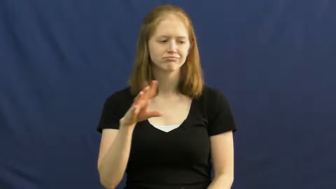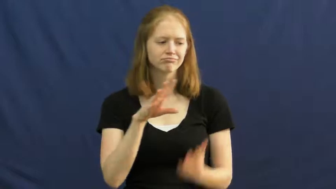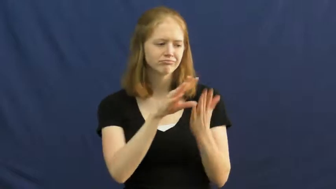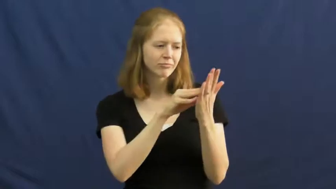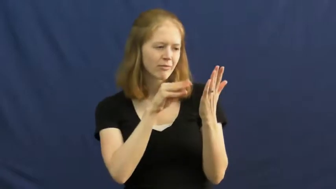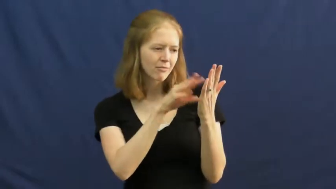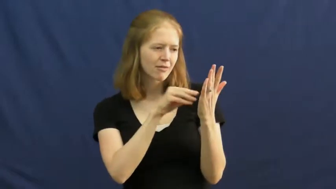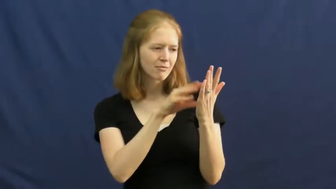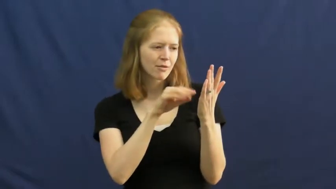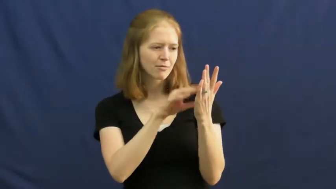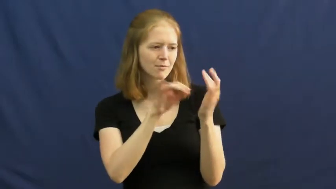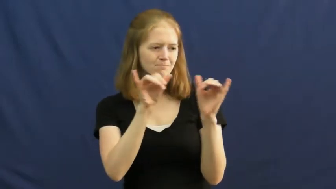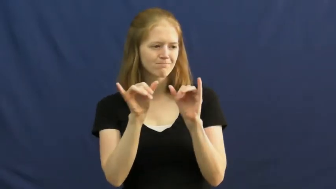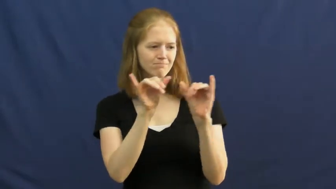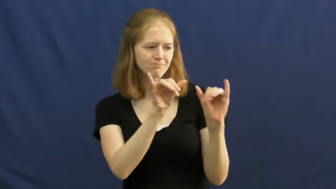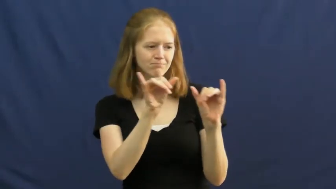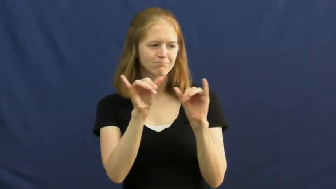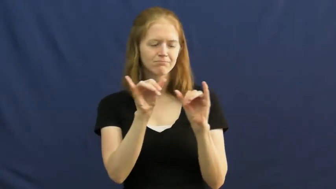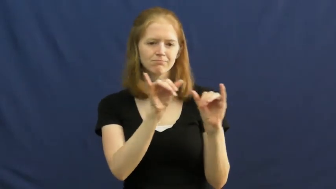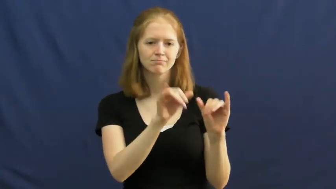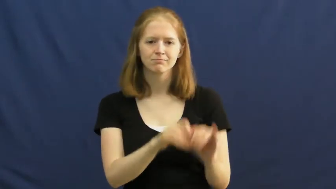imitate,copy,copycat,knockoff